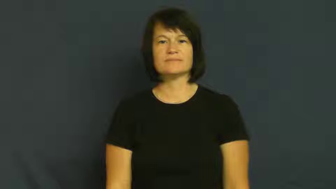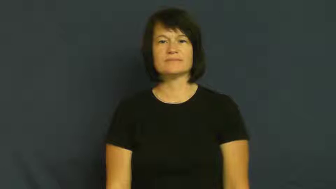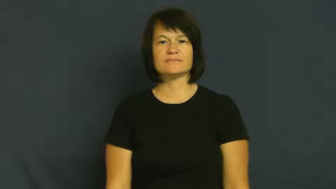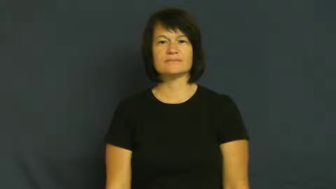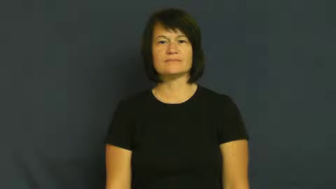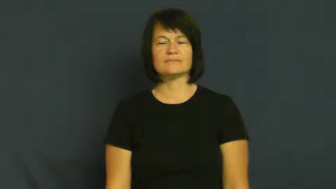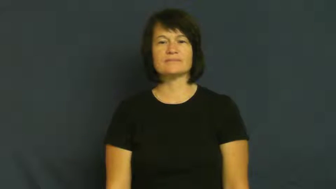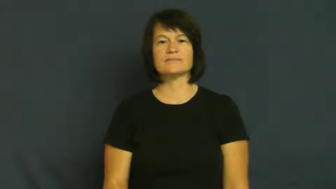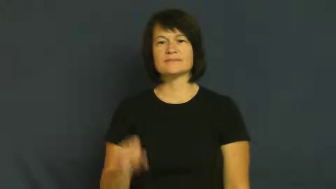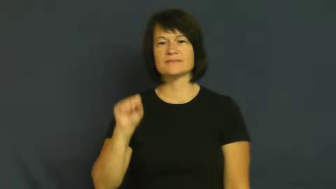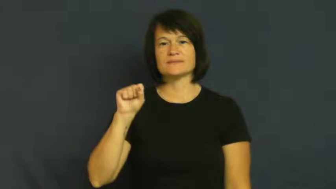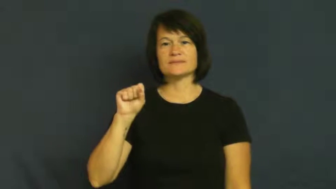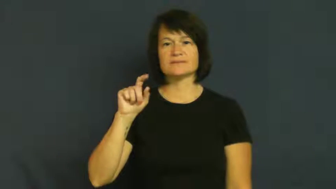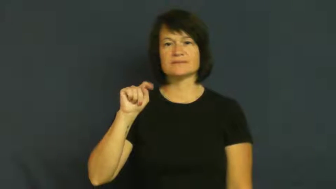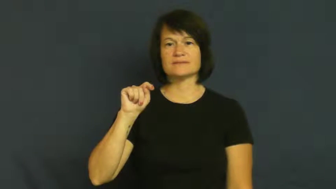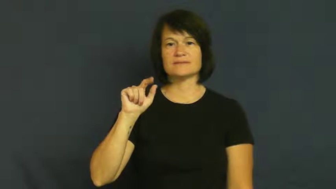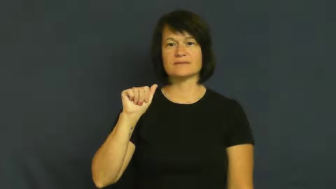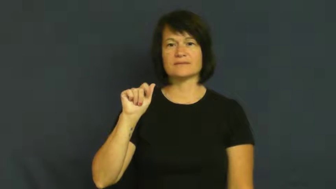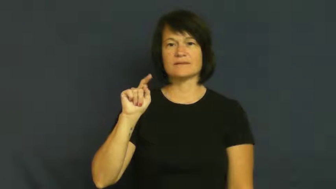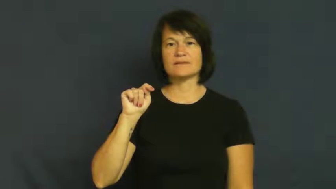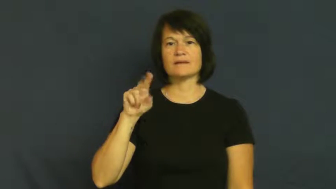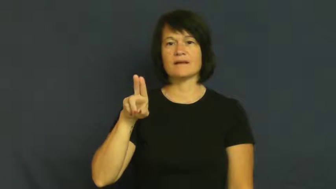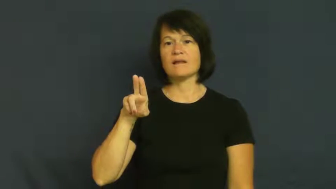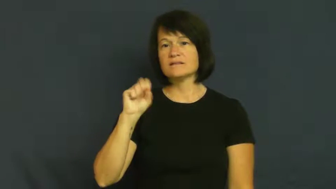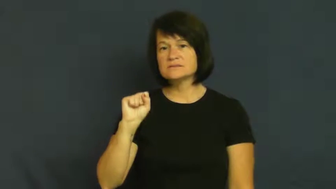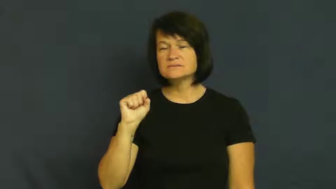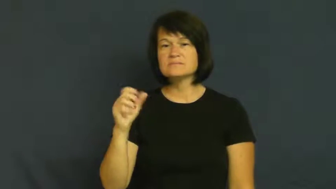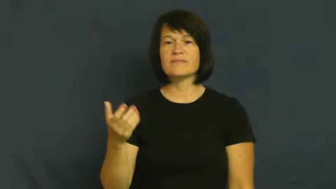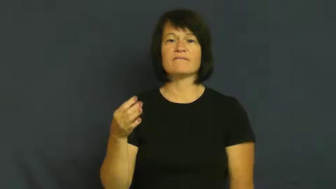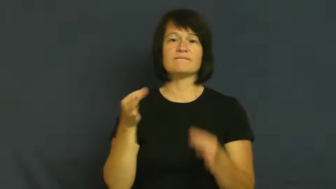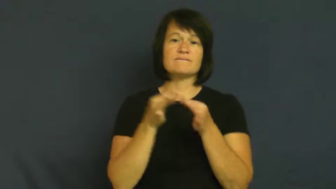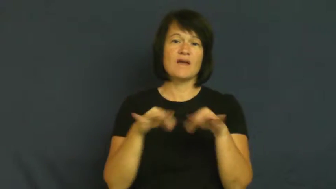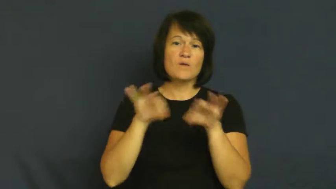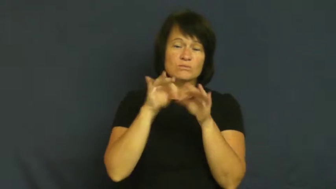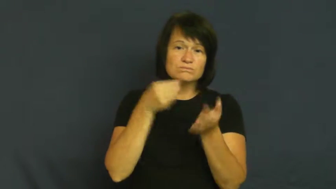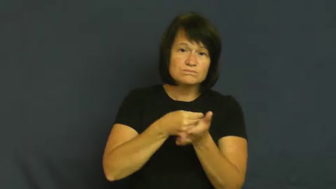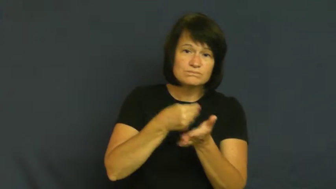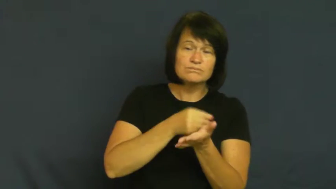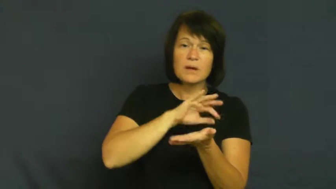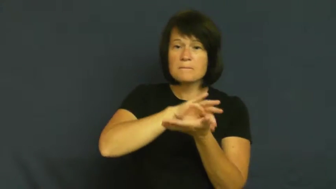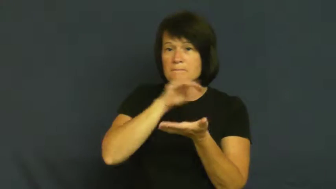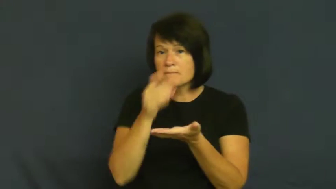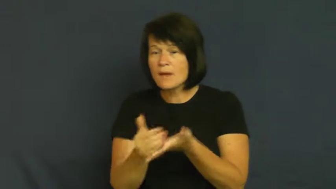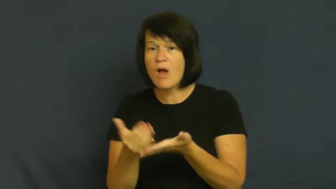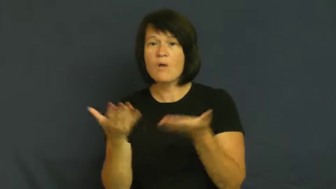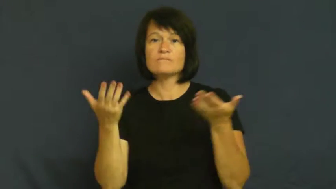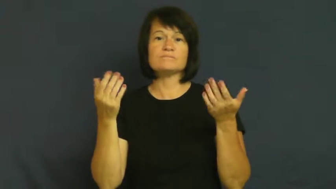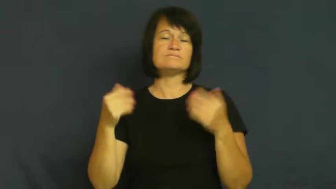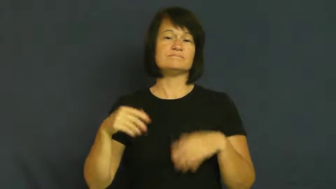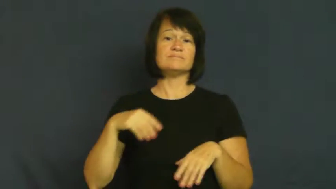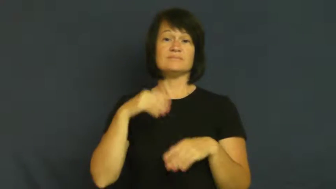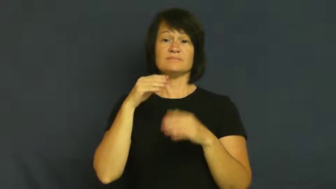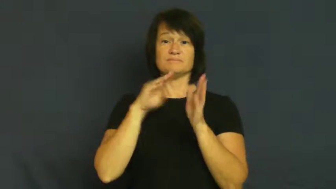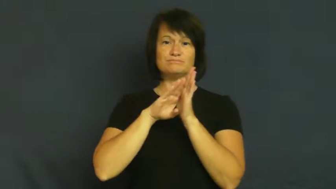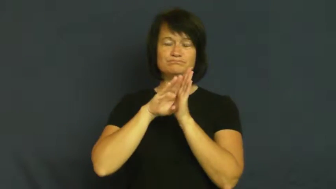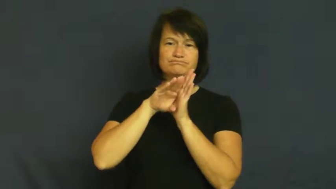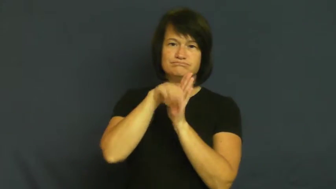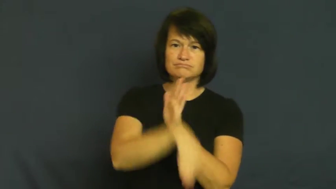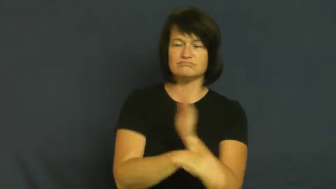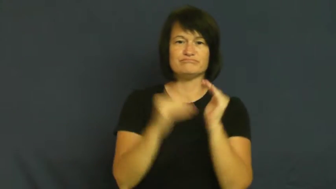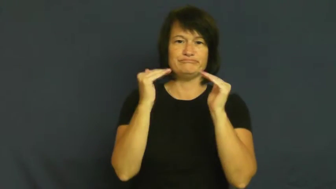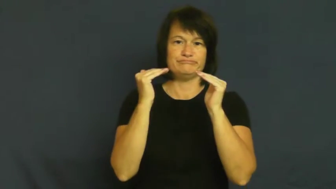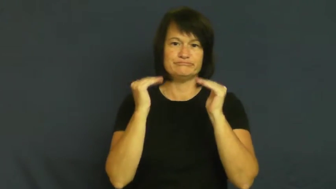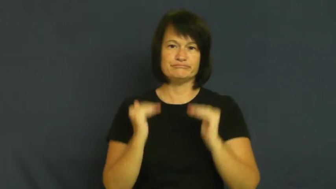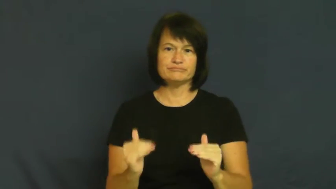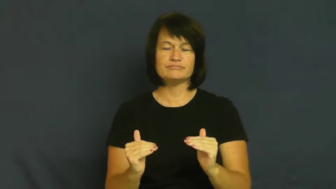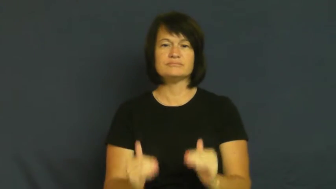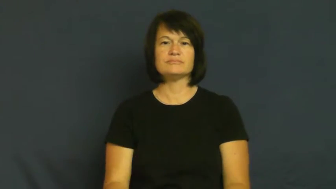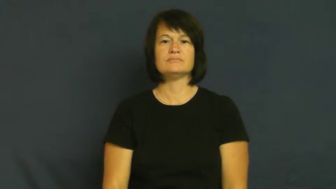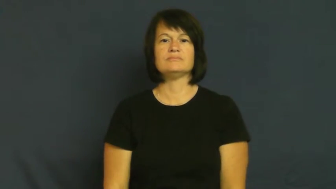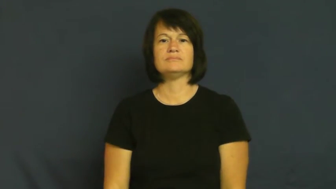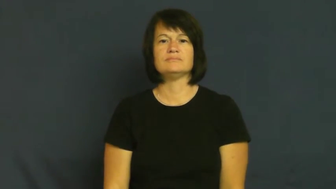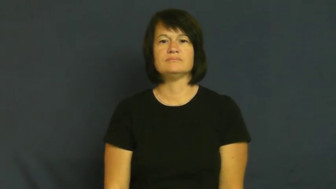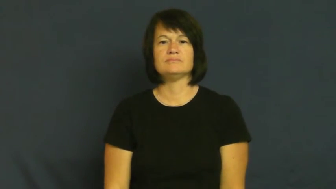fall-lose status